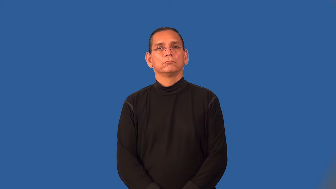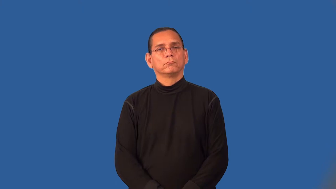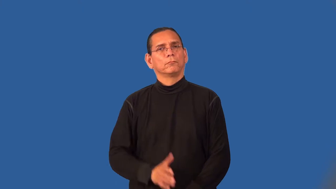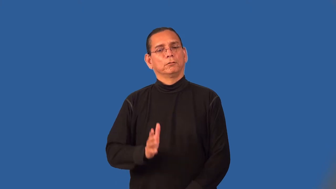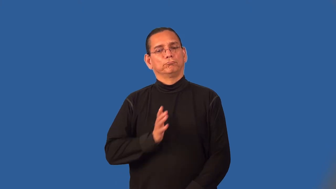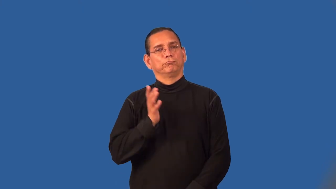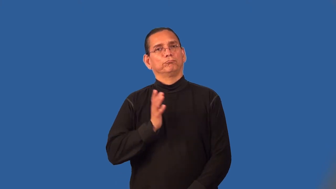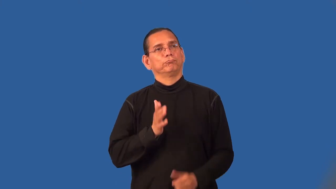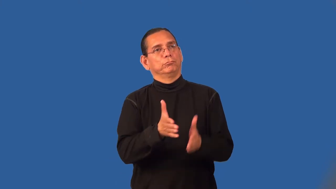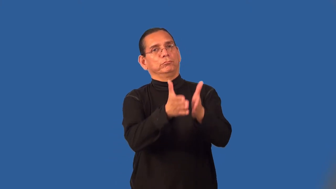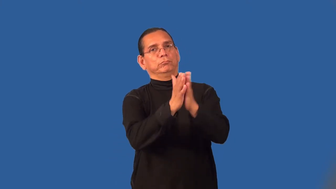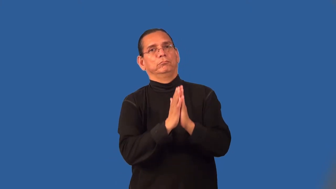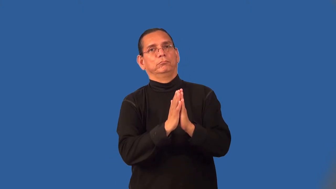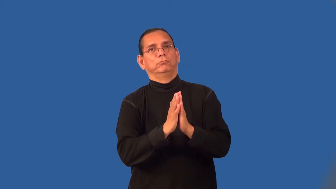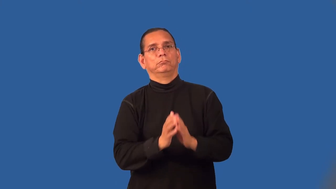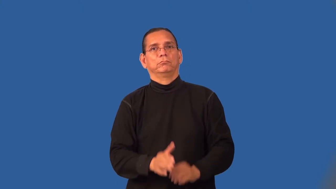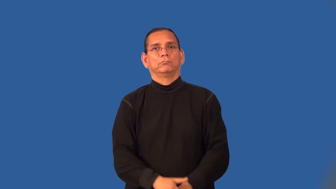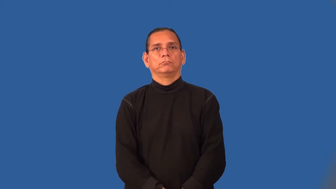requisition